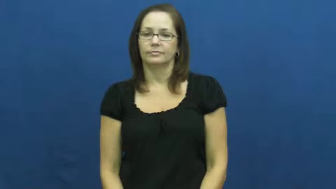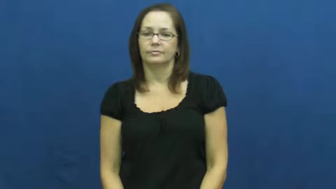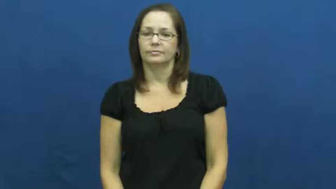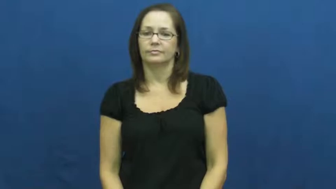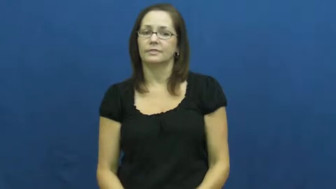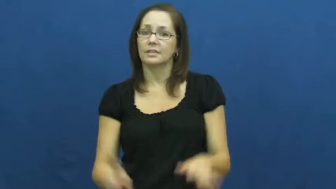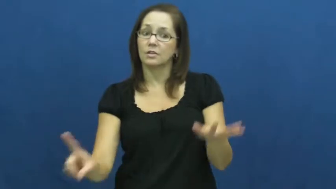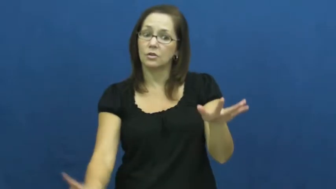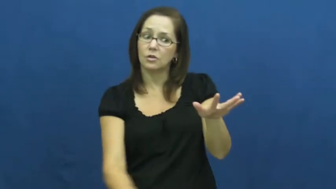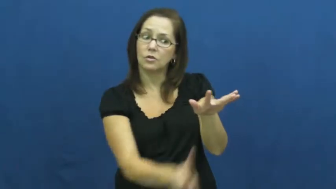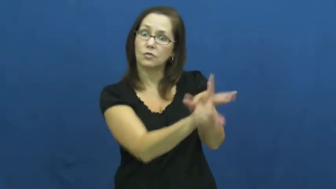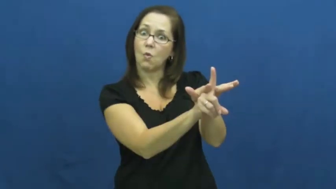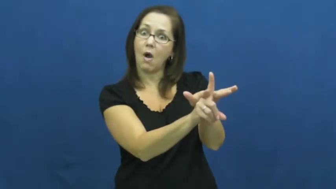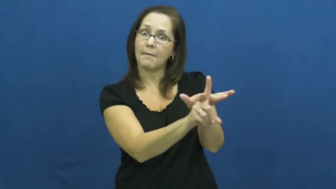crop up